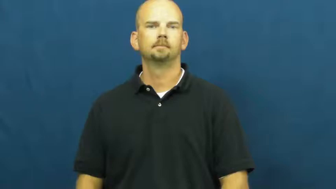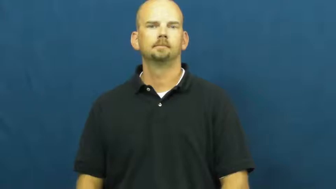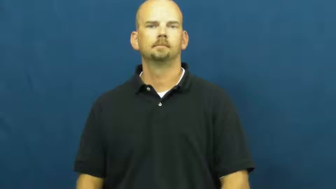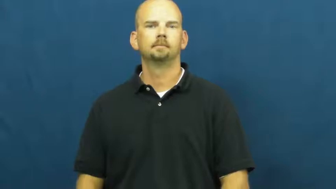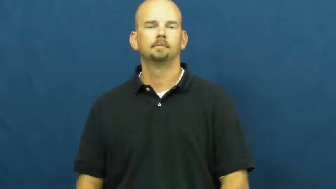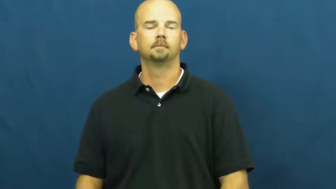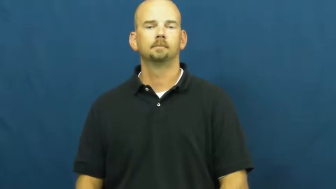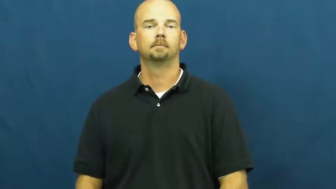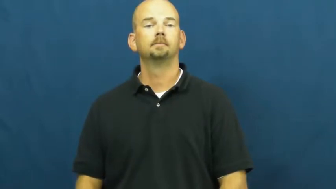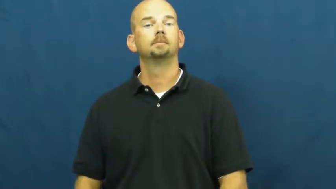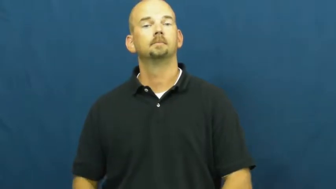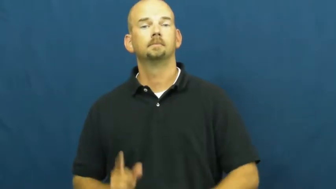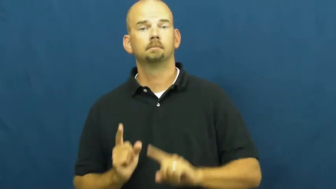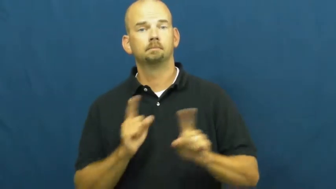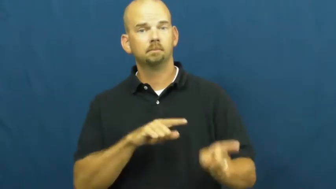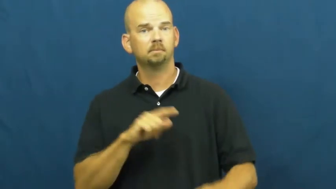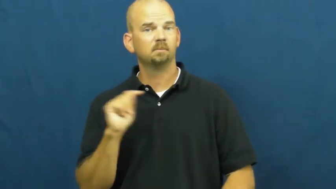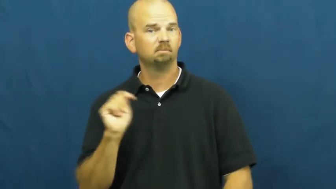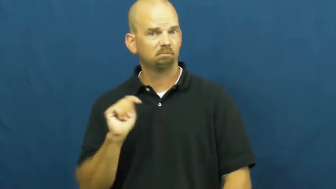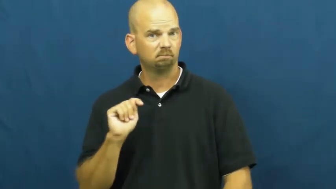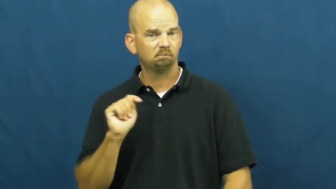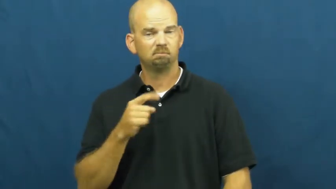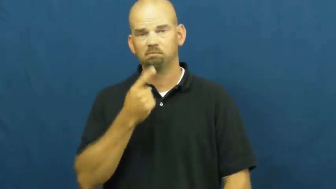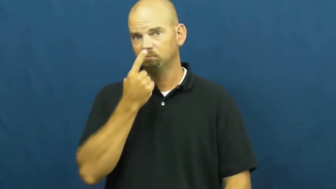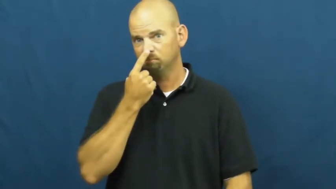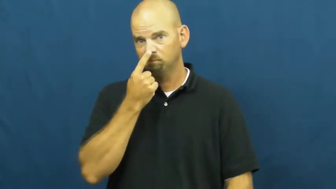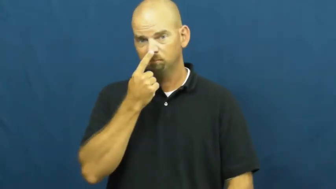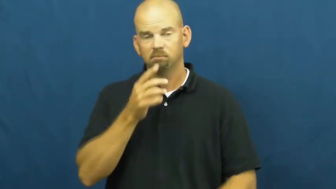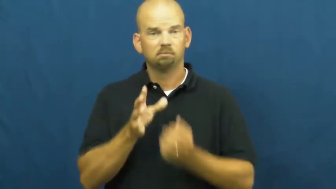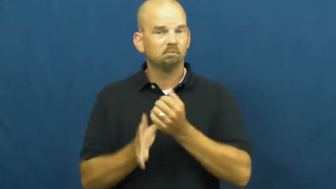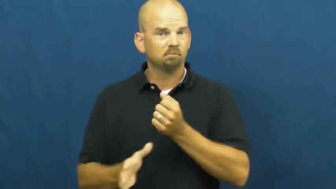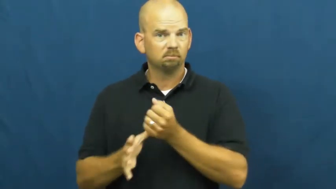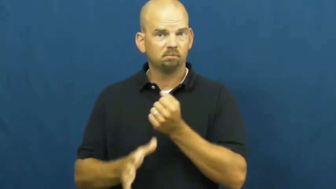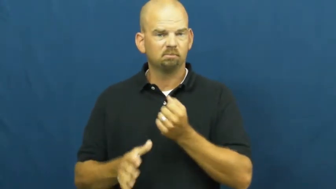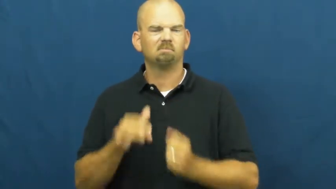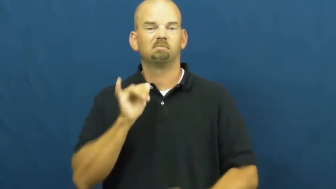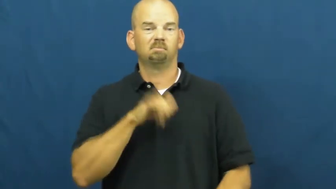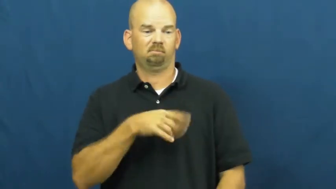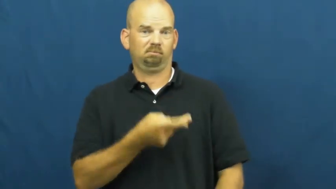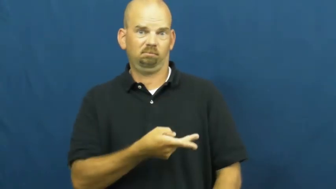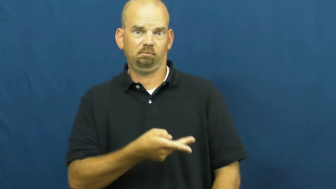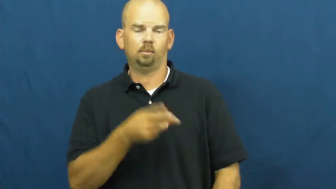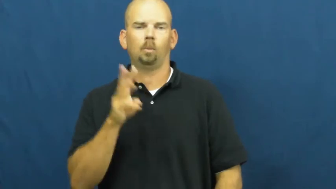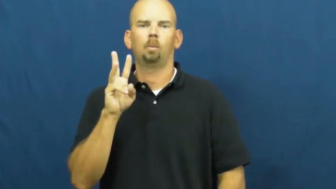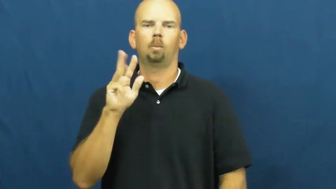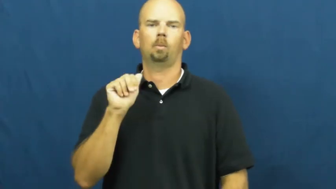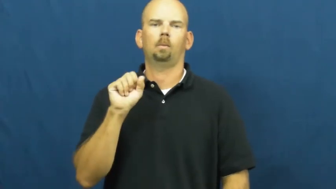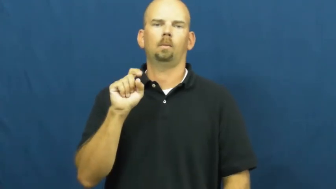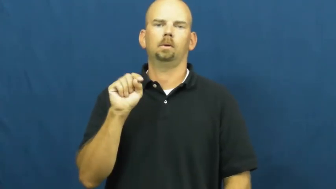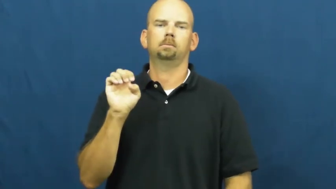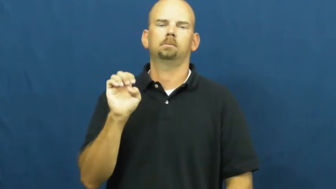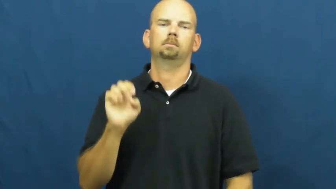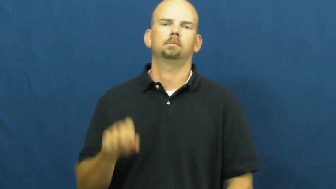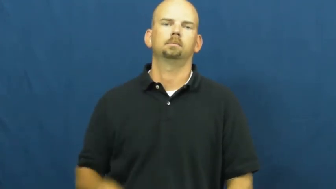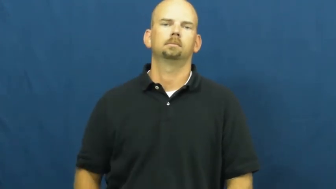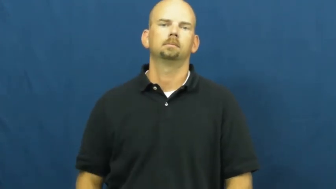waste-body fluids